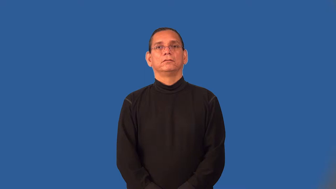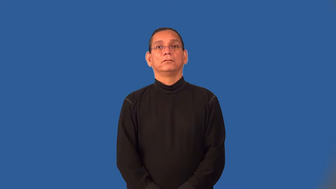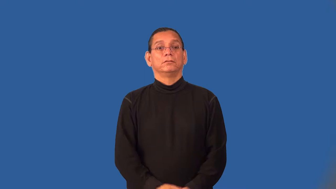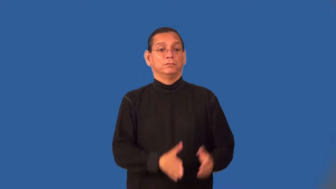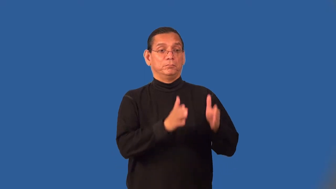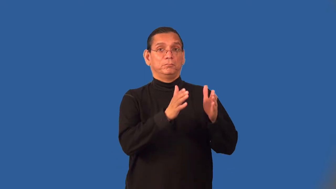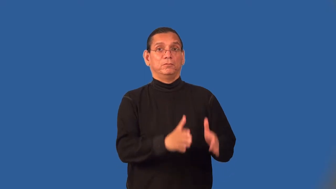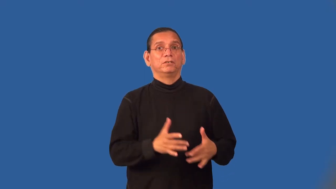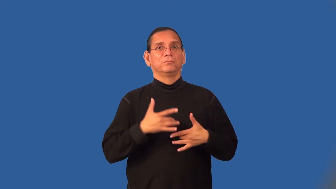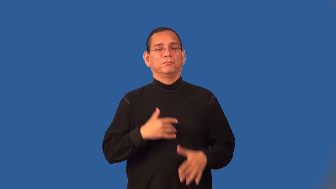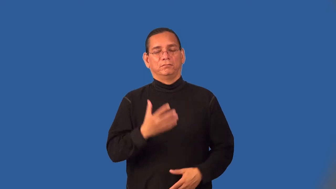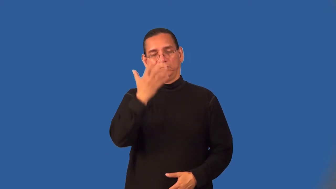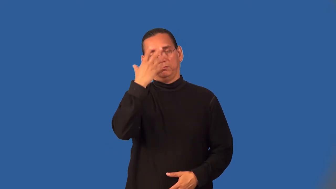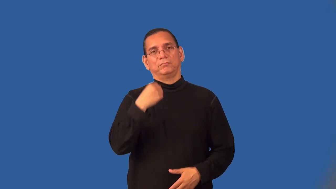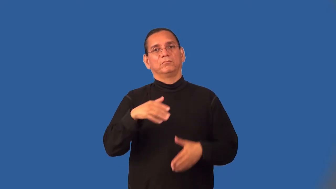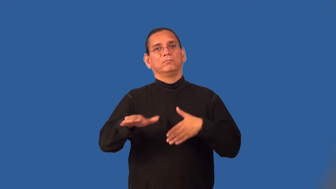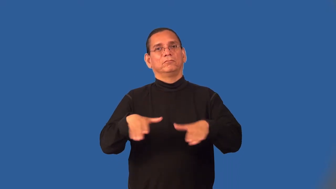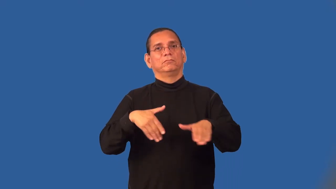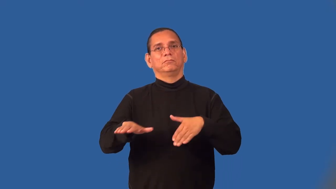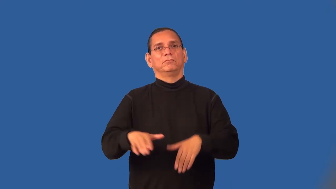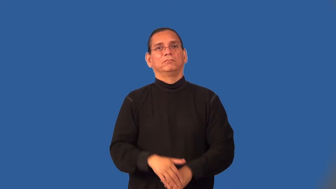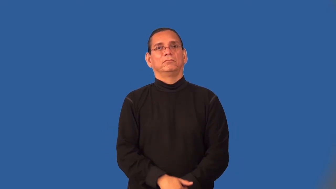somnambulist